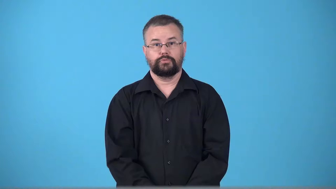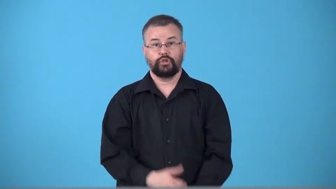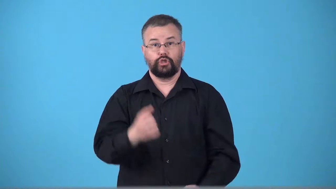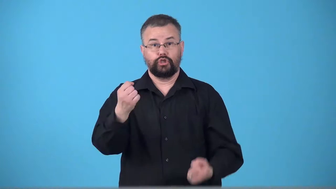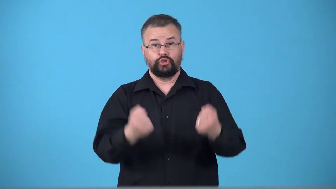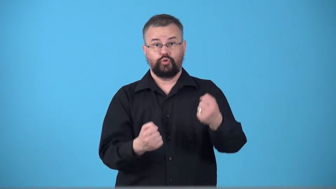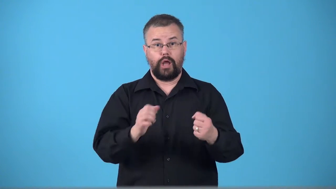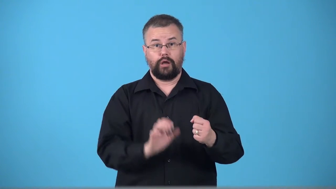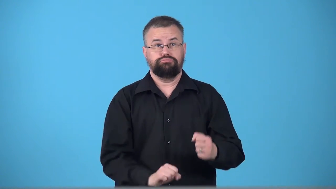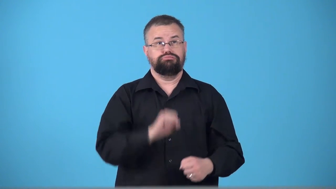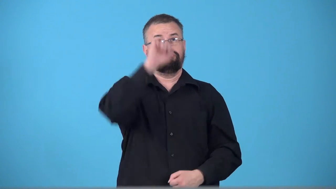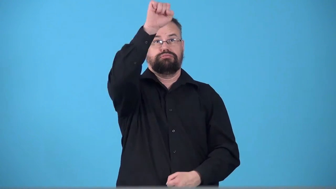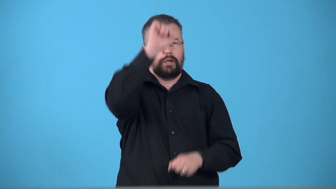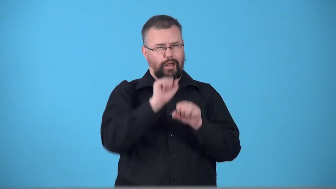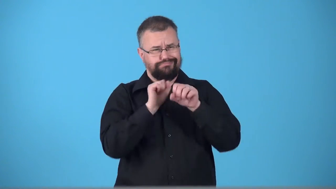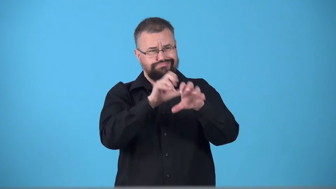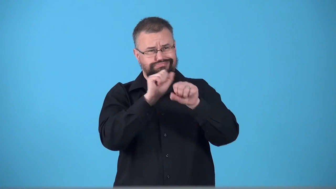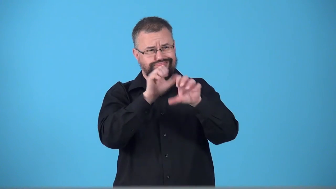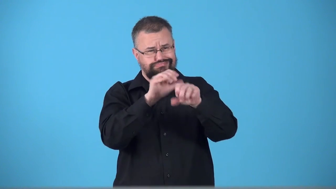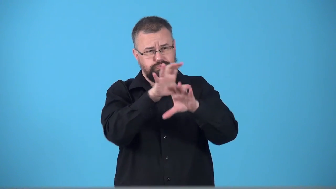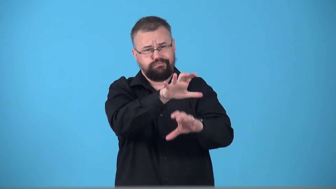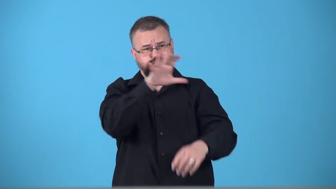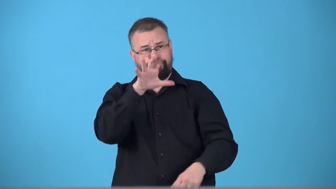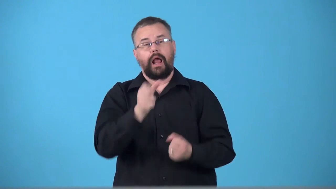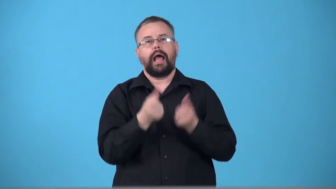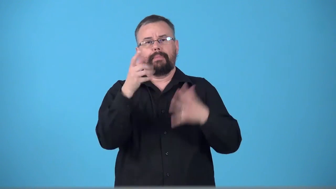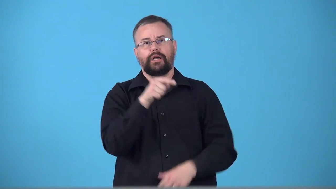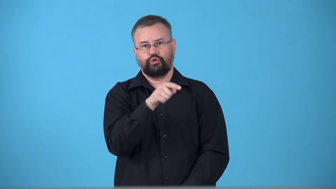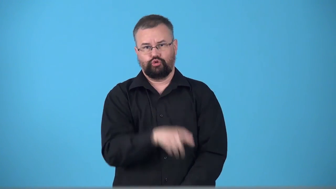truckload,truckful